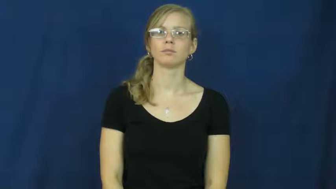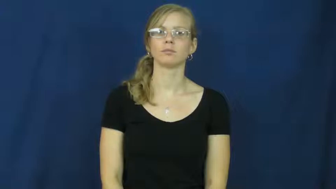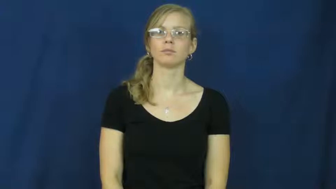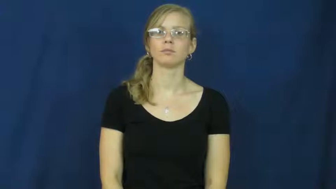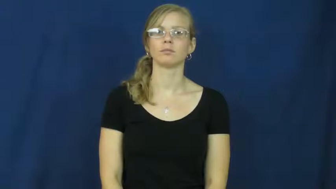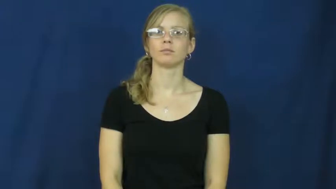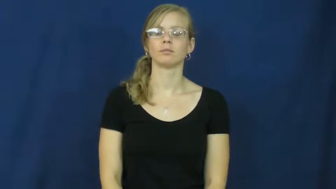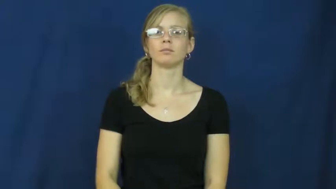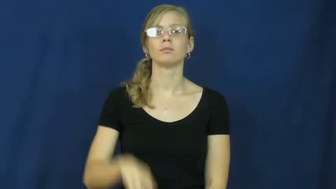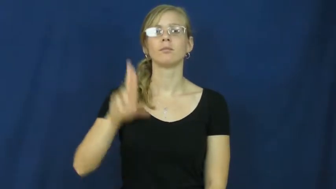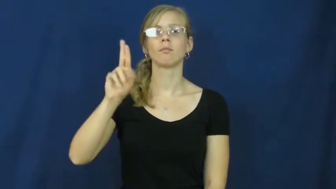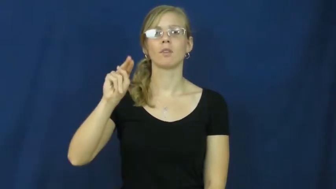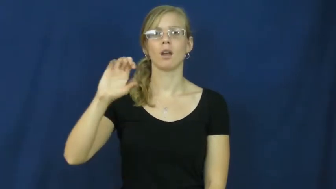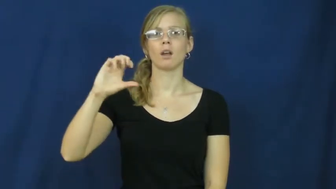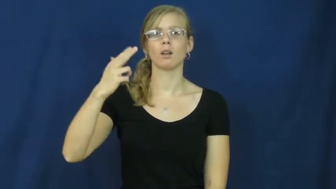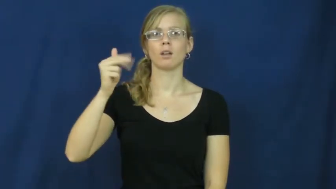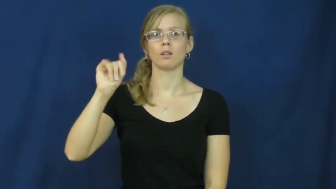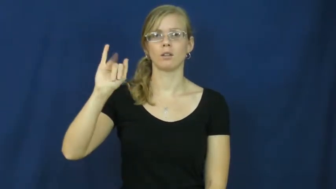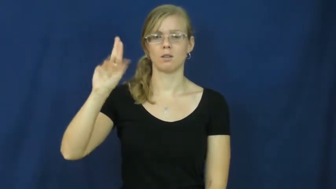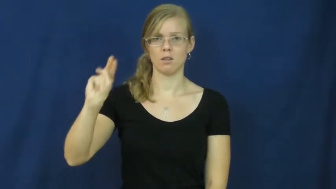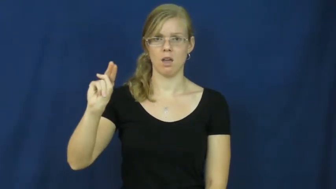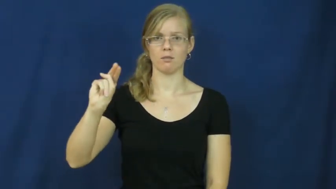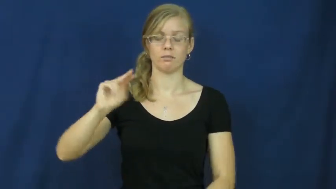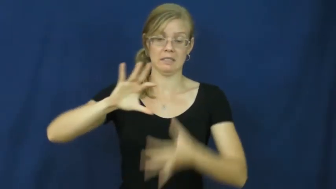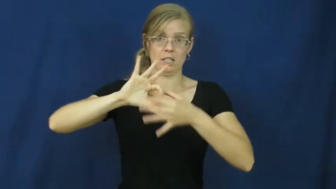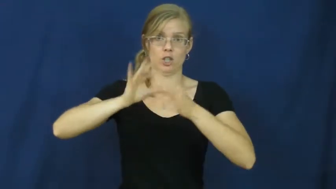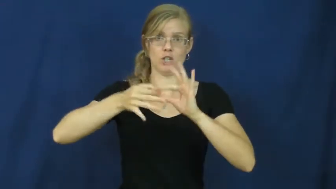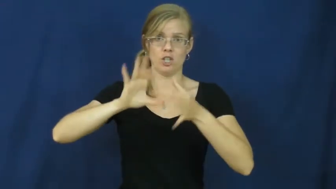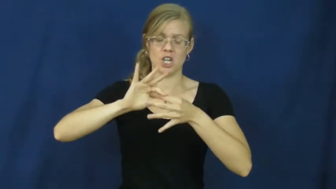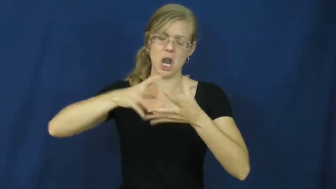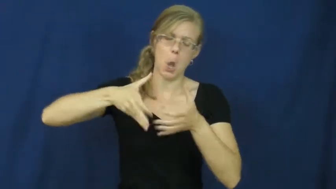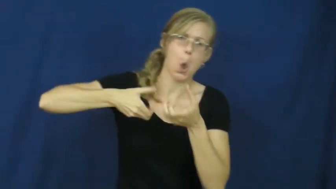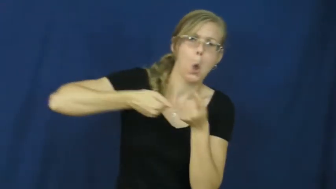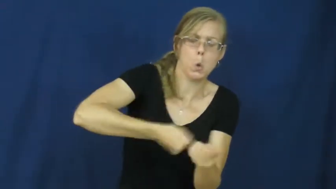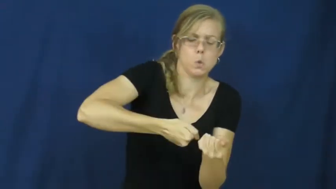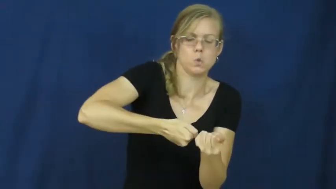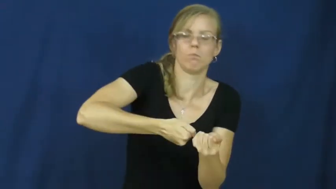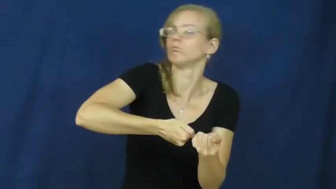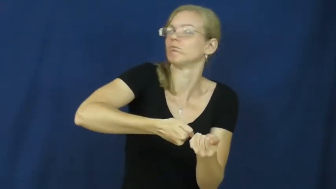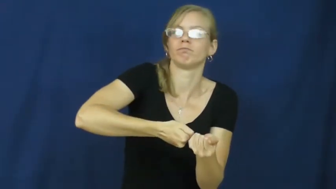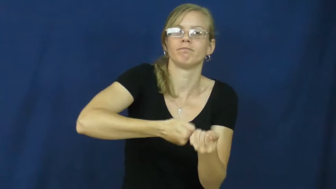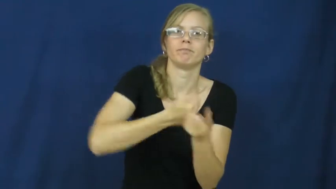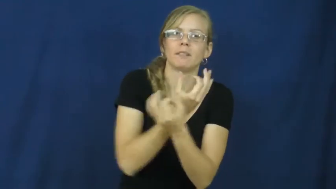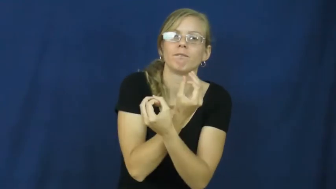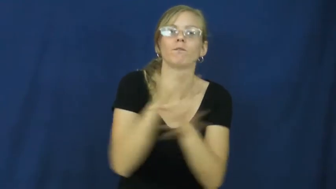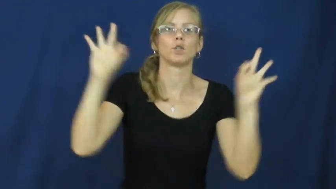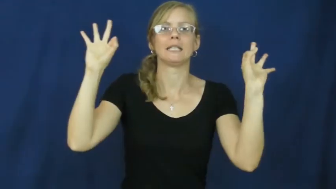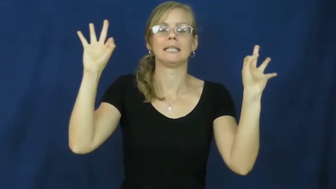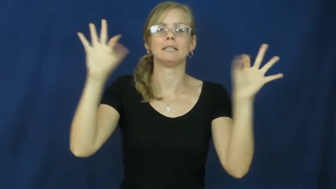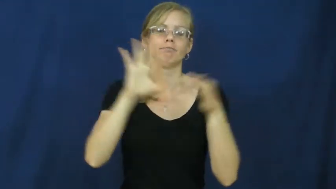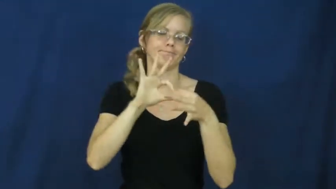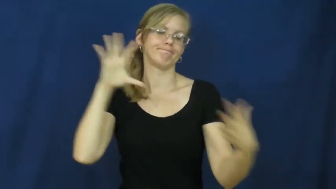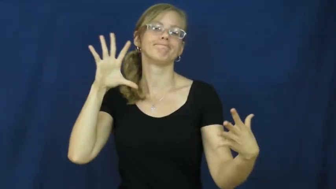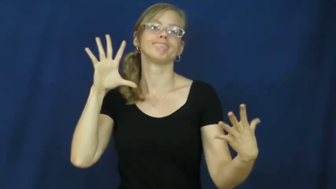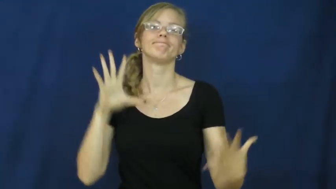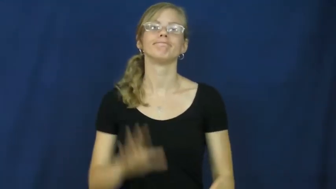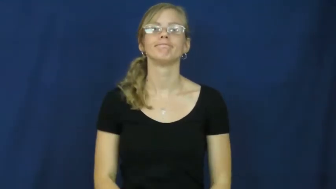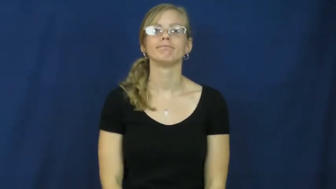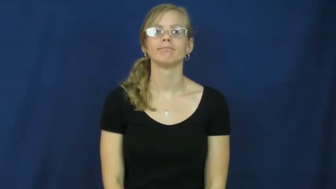unchain